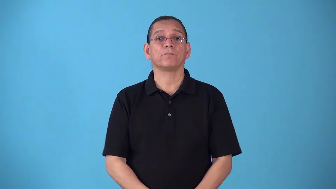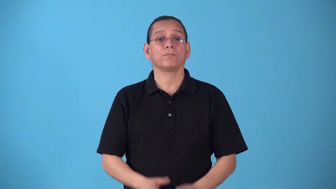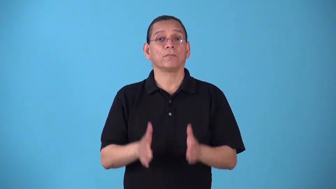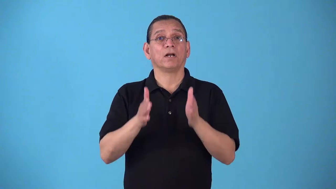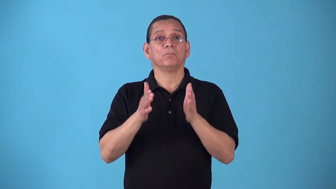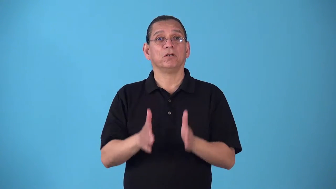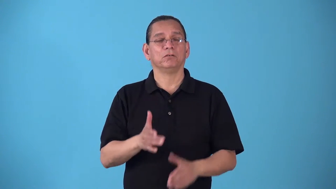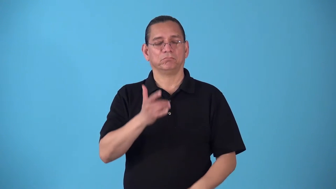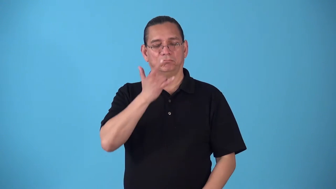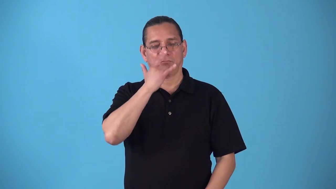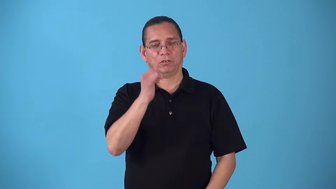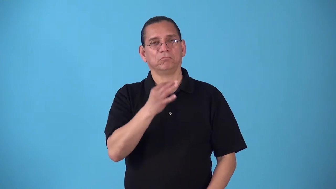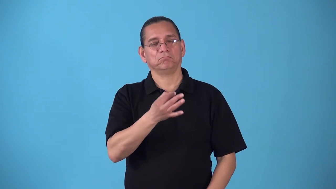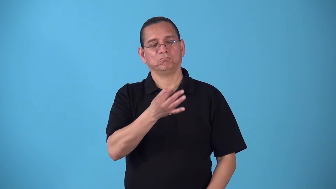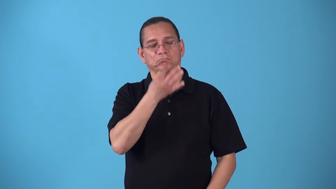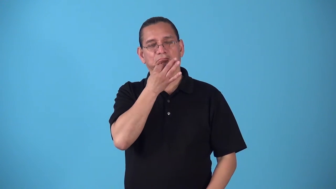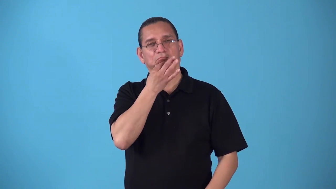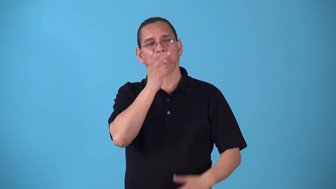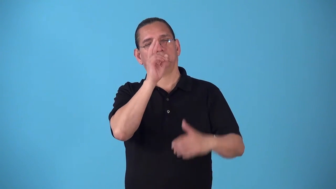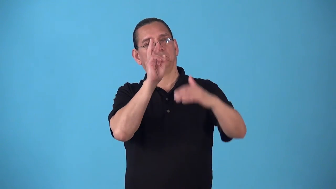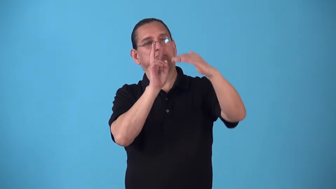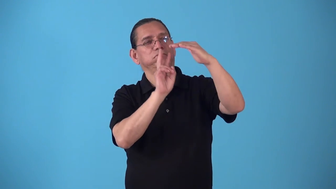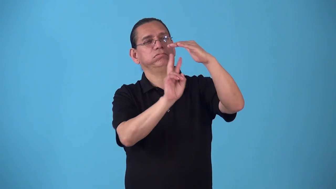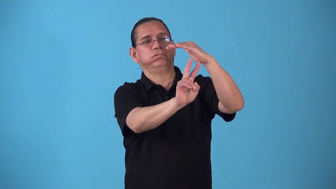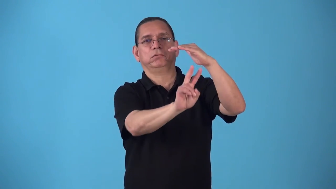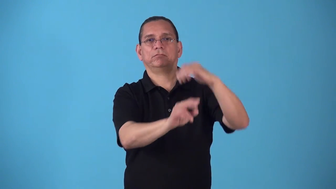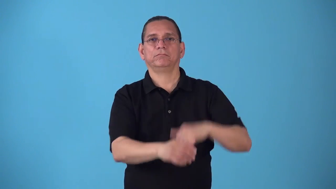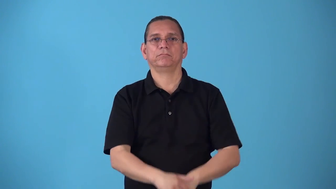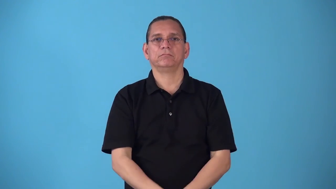sibylline-like a prophecy